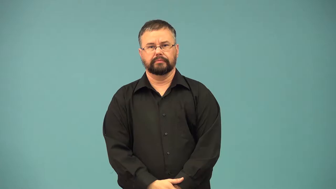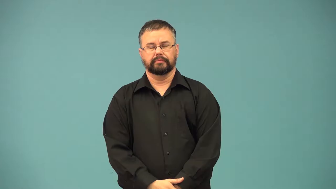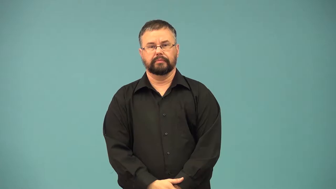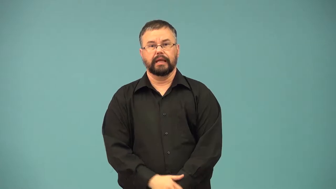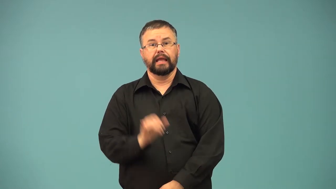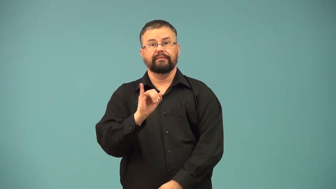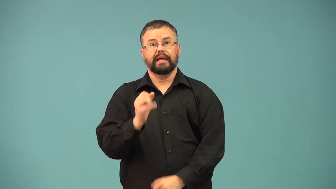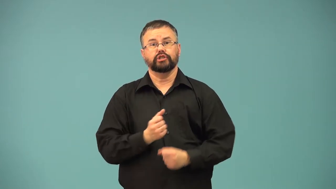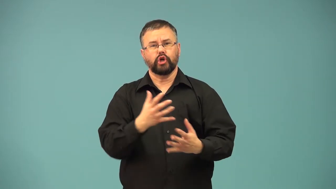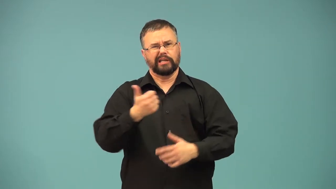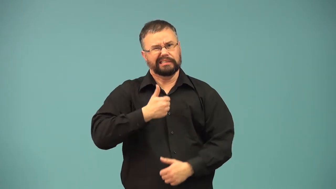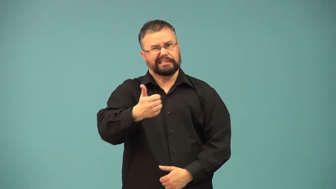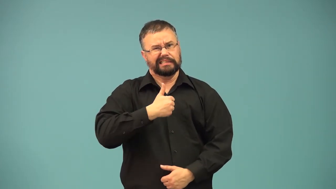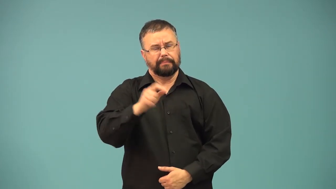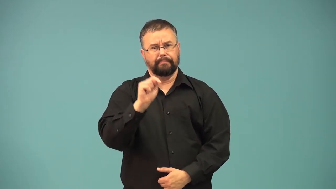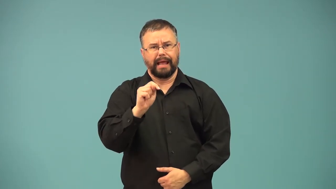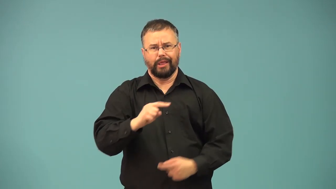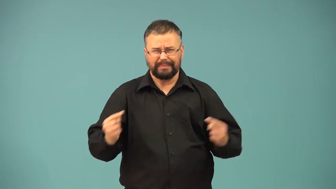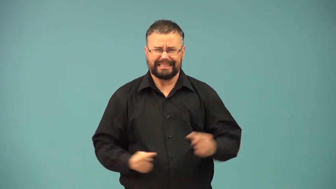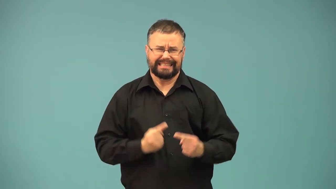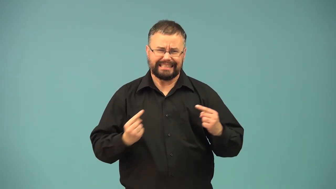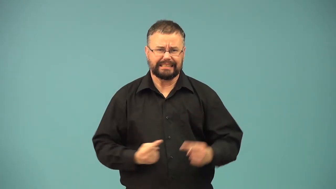cystitis